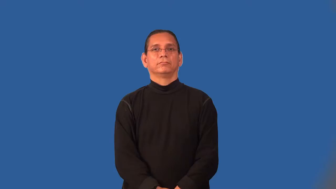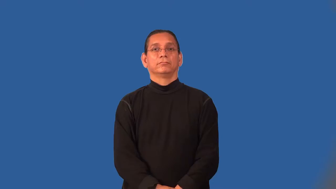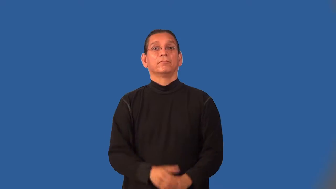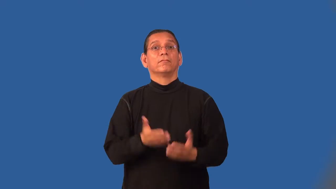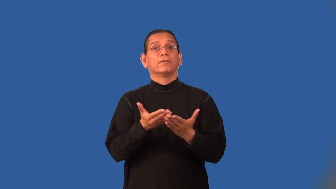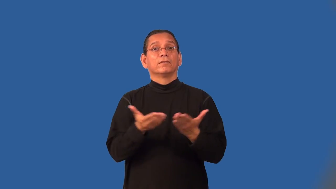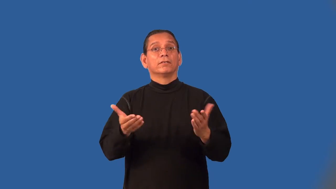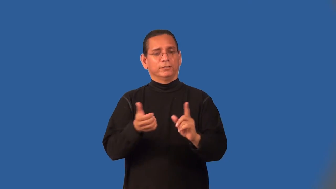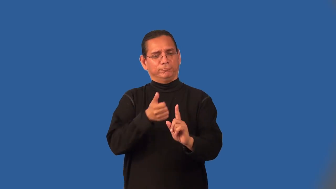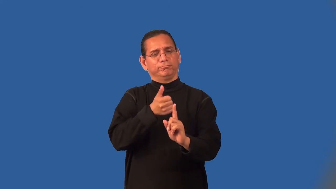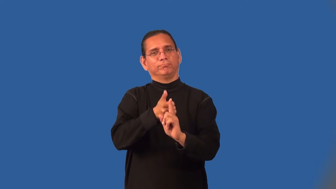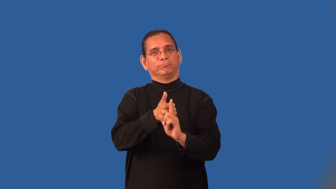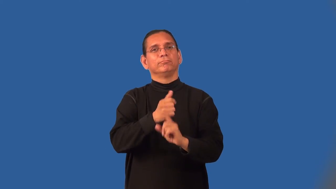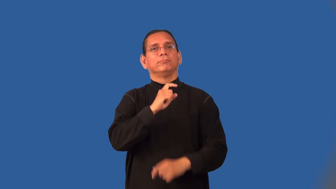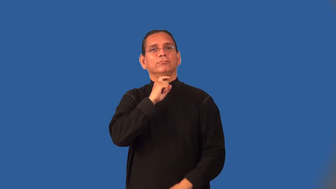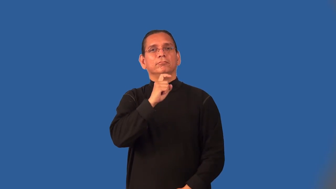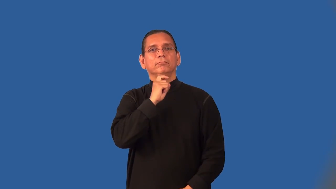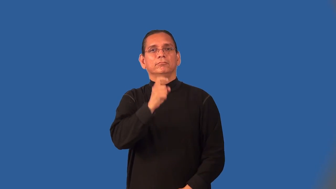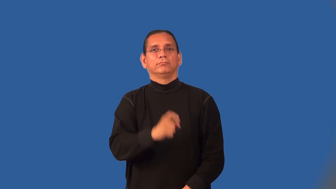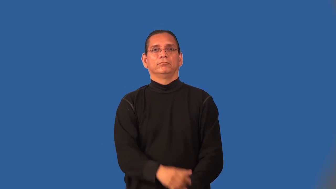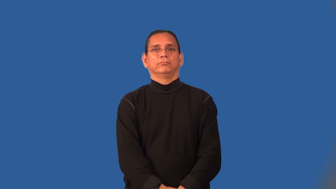metalwork